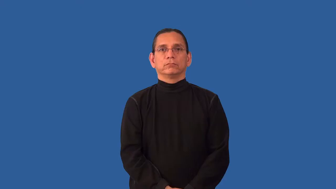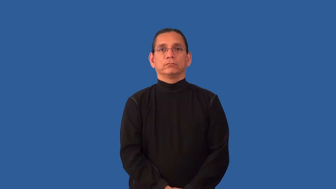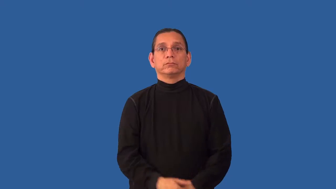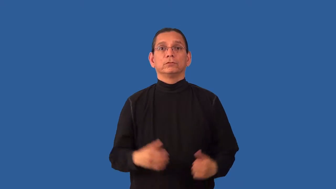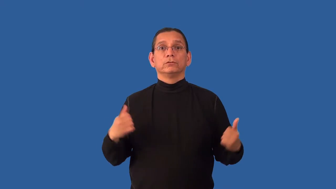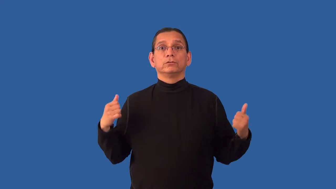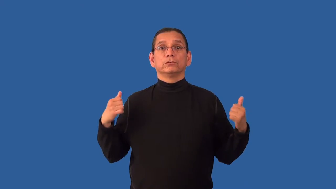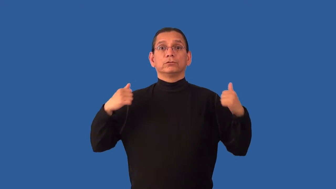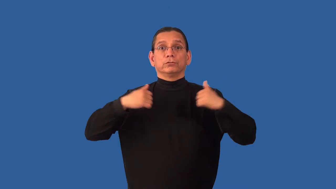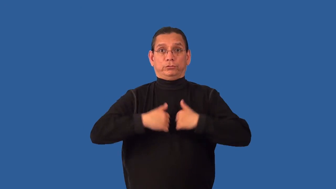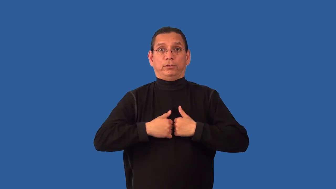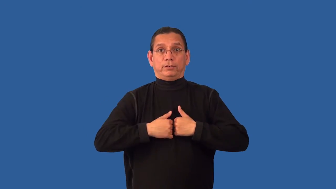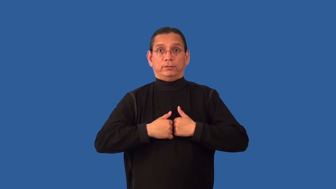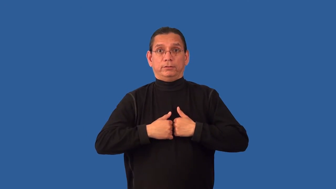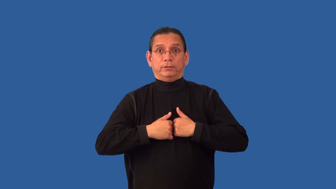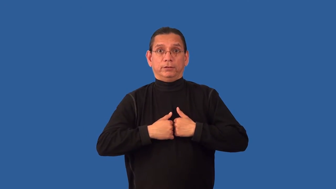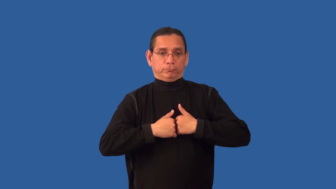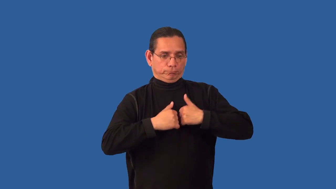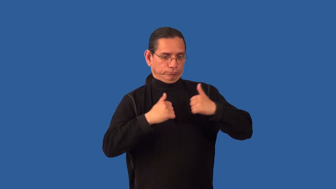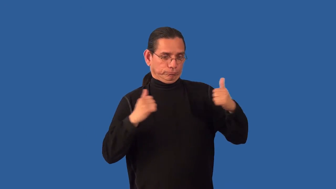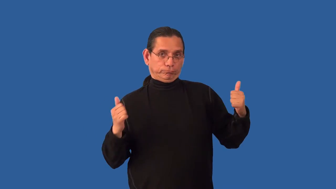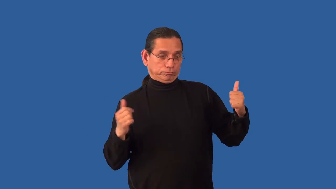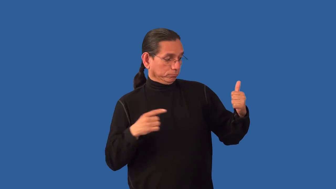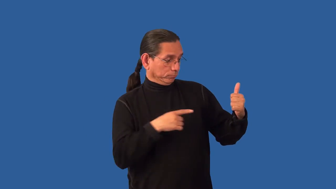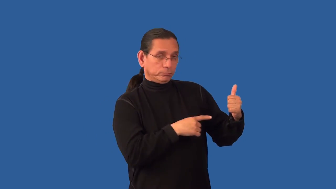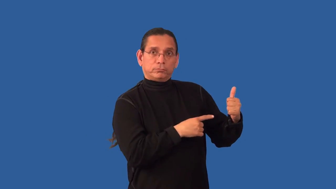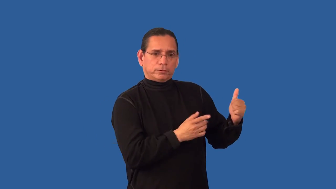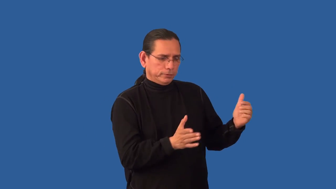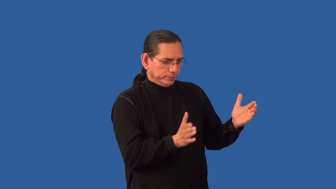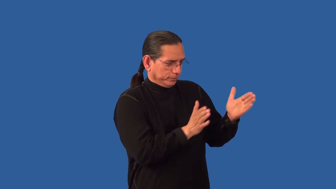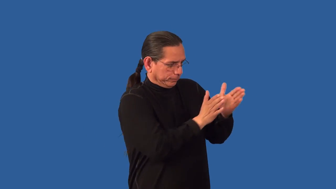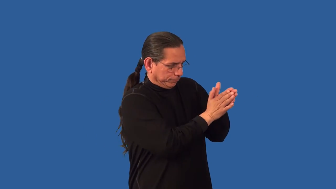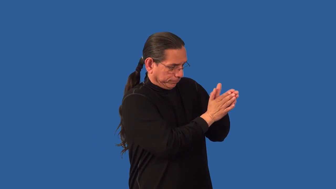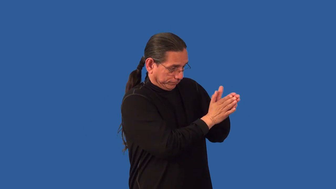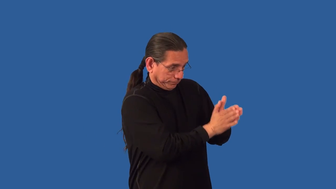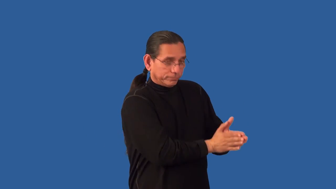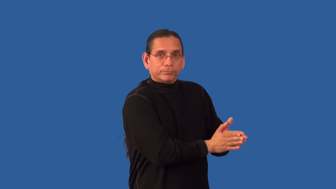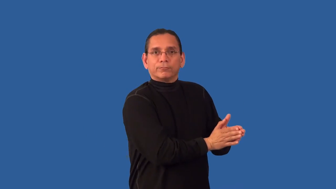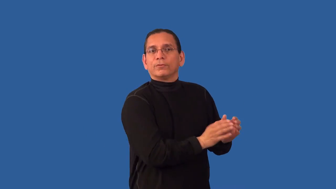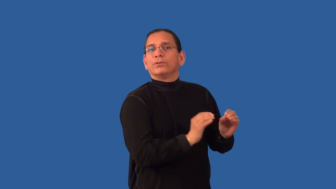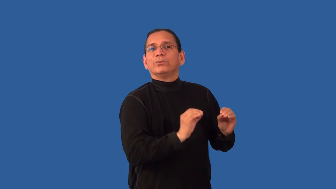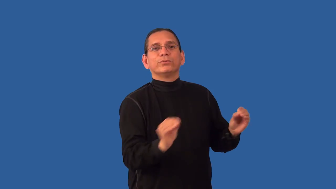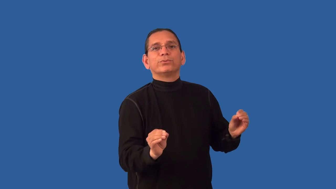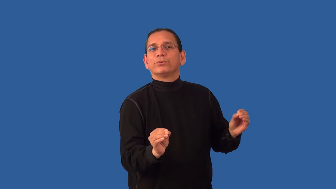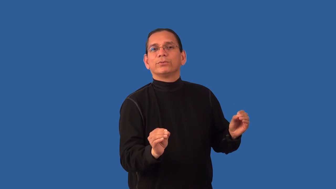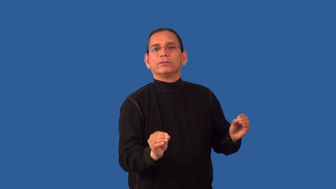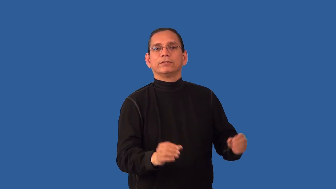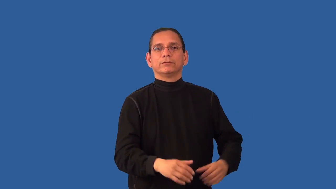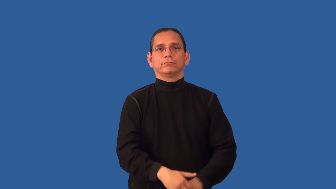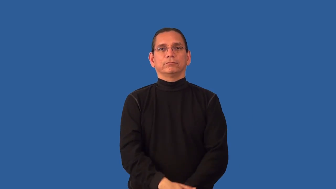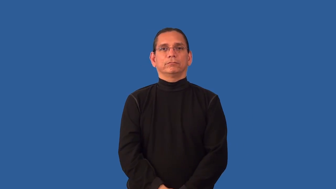unlined-jacket